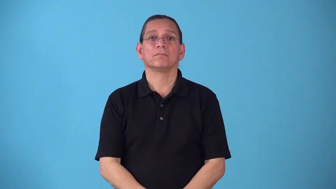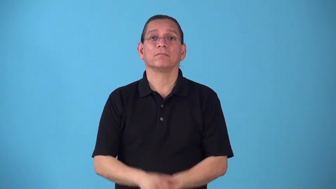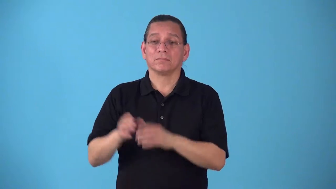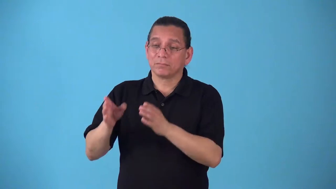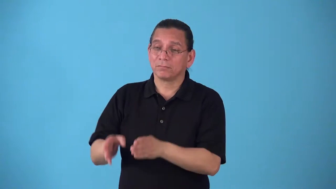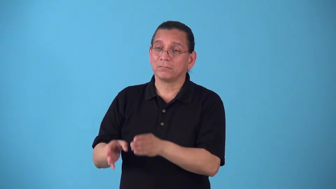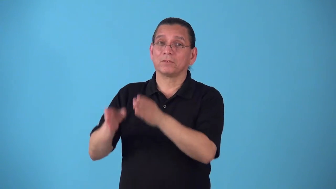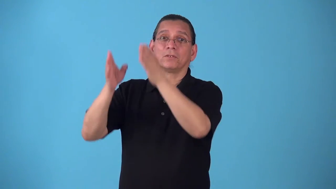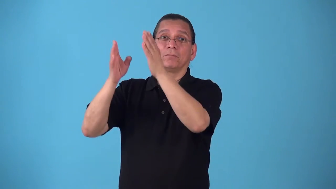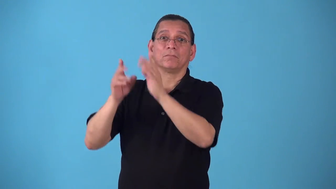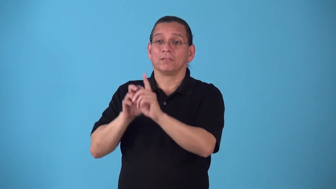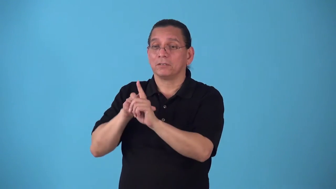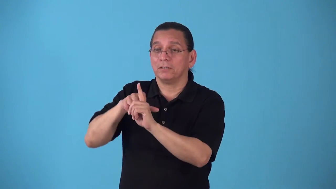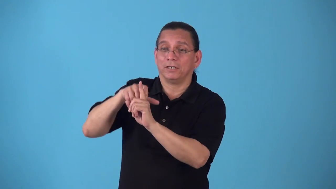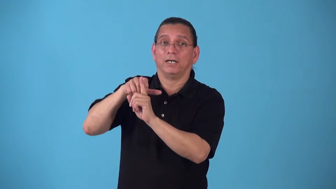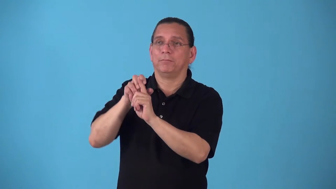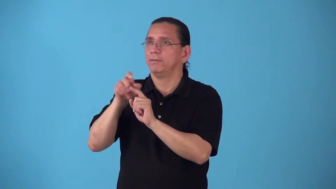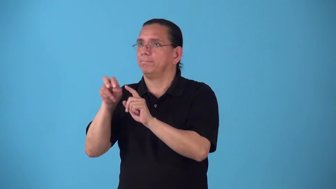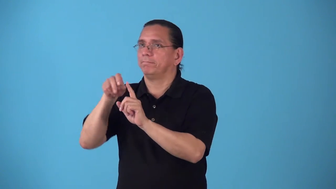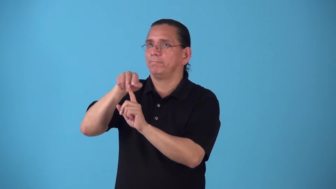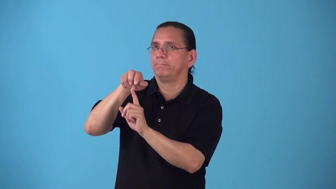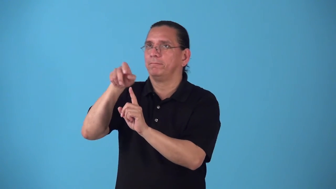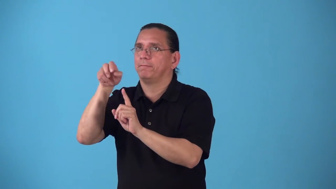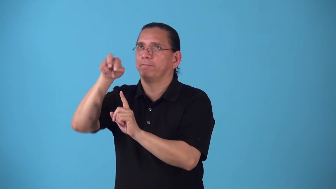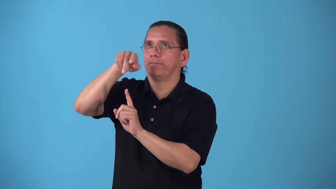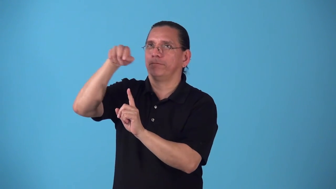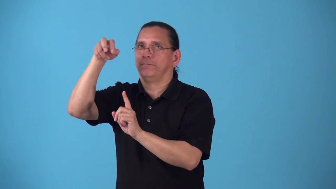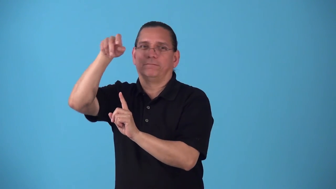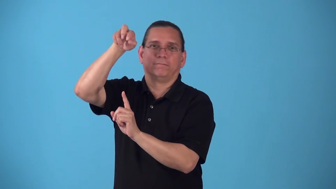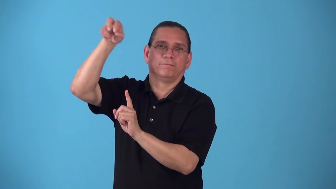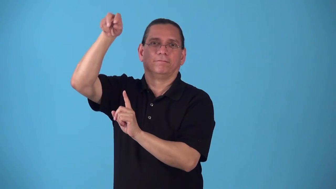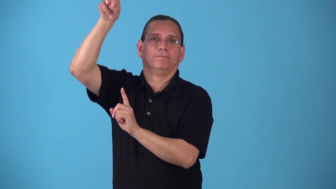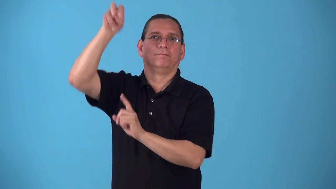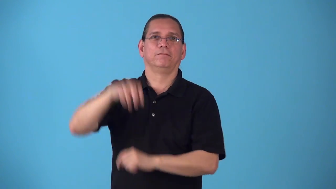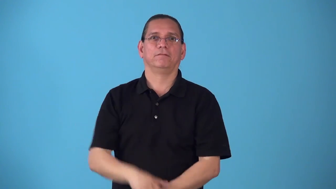shimmy,shinny,shin-climb by wiggling up